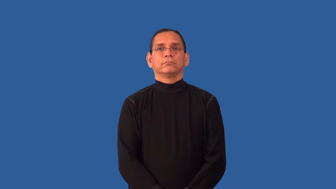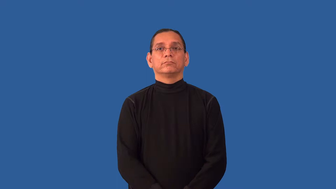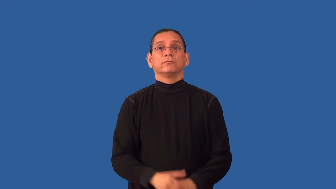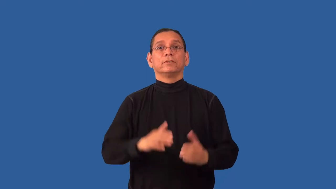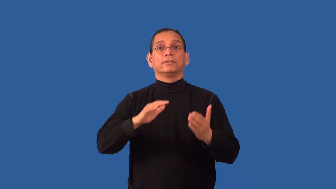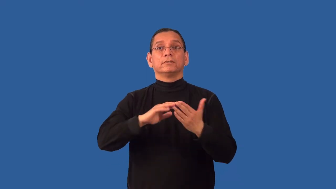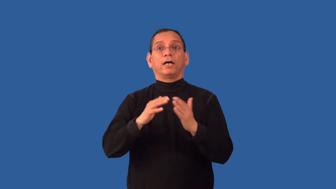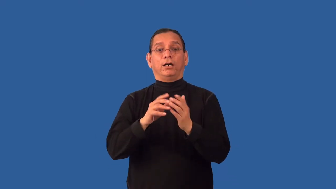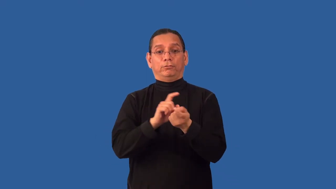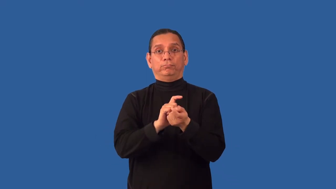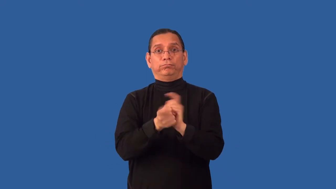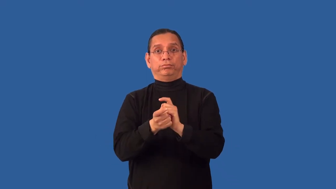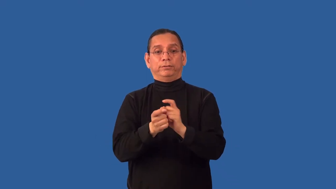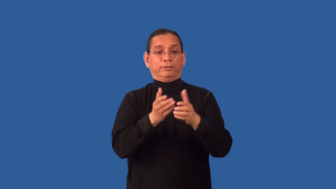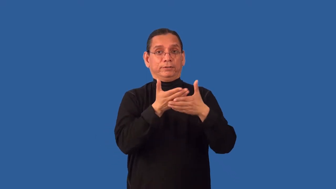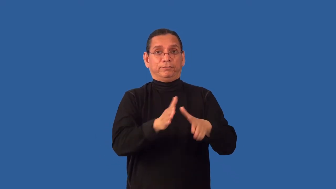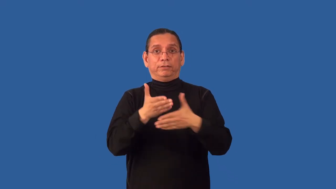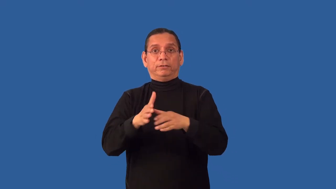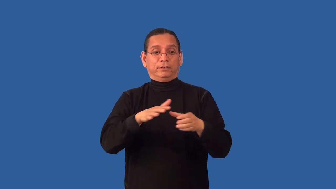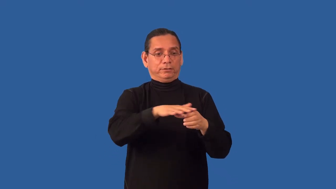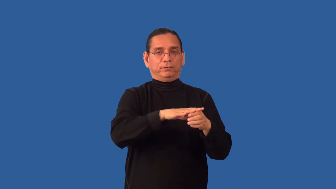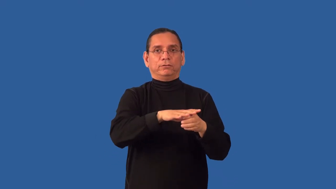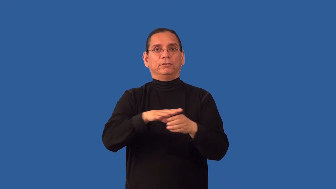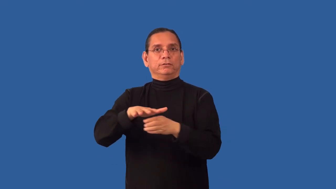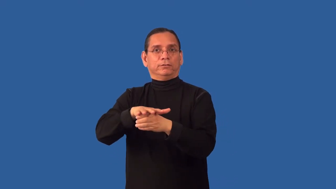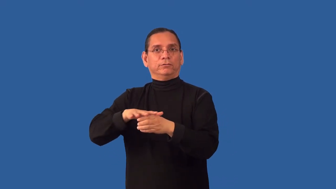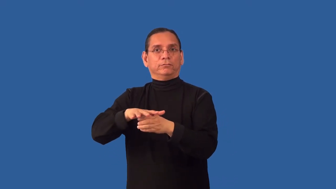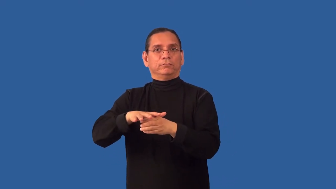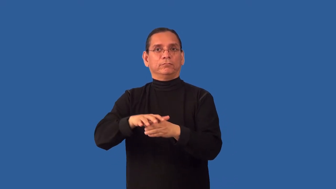redistrict